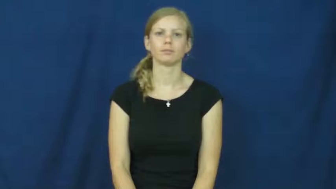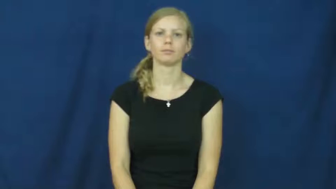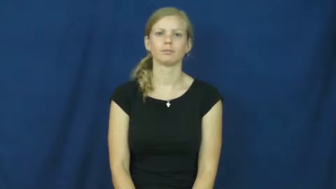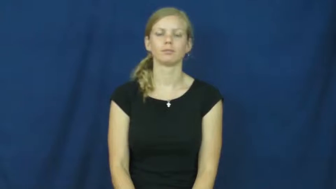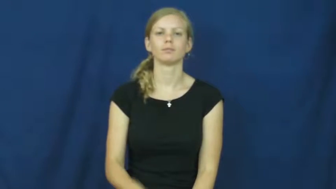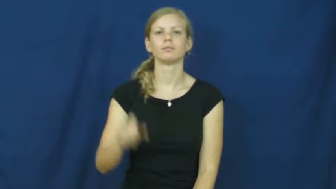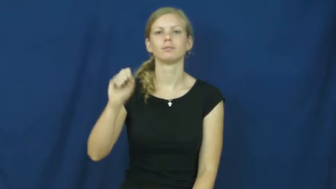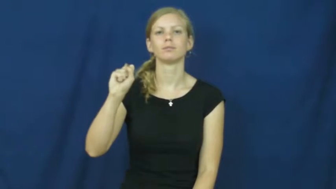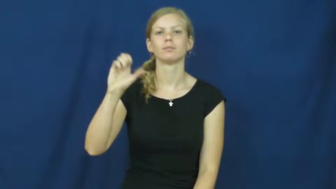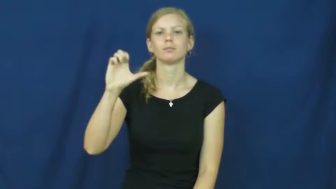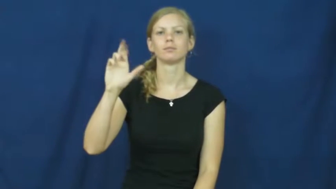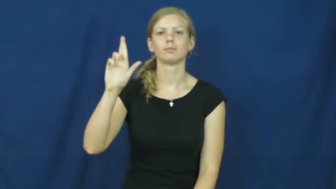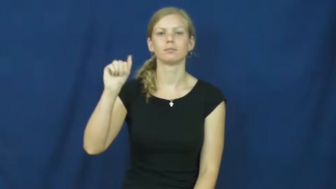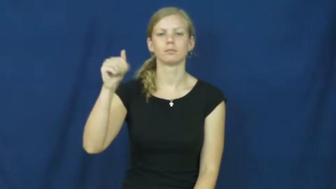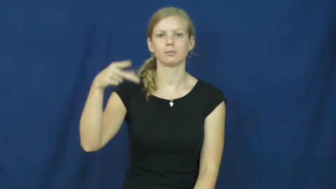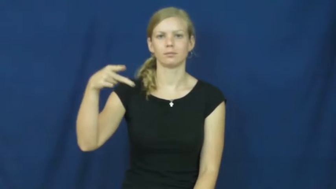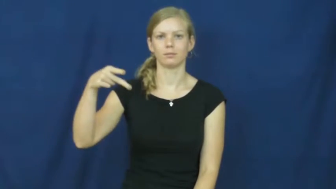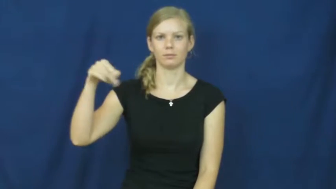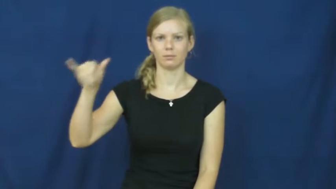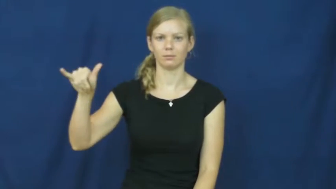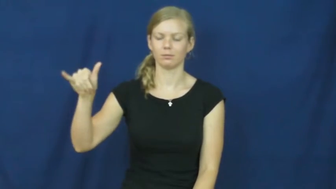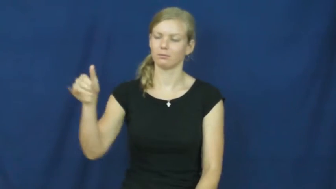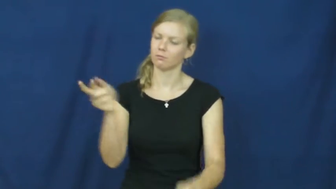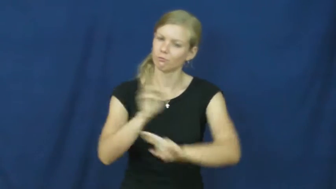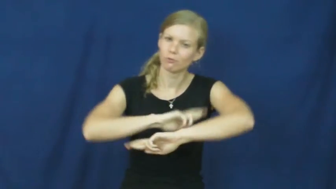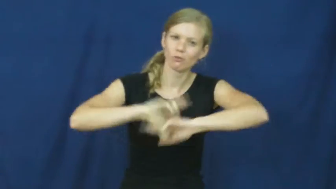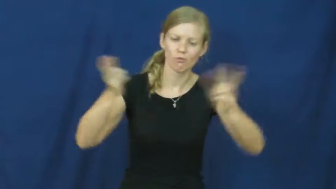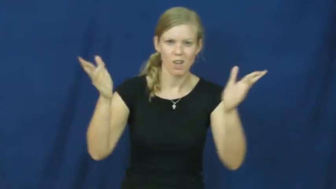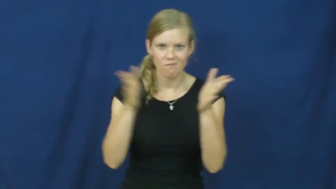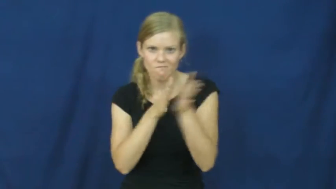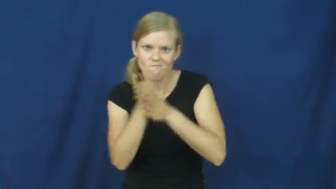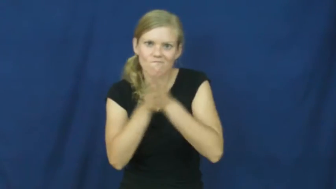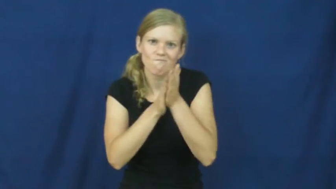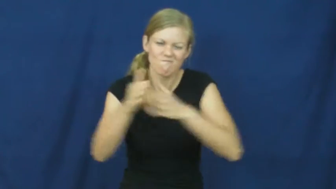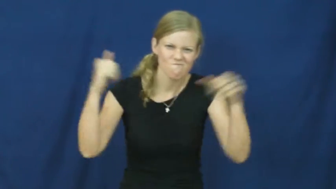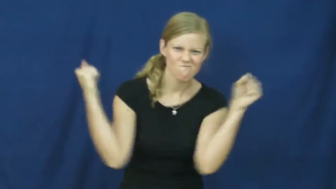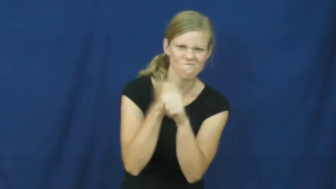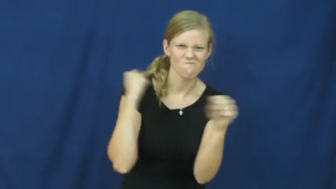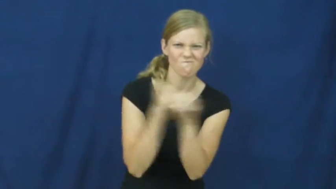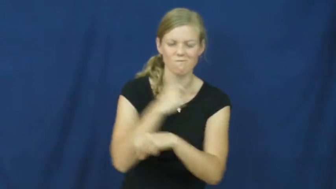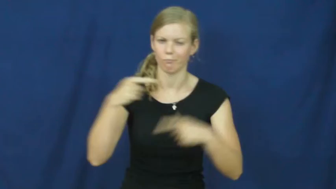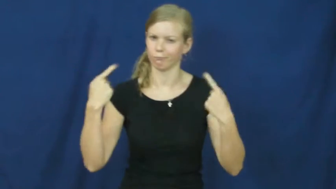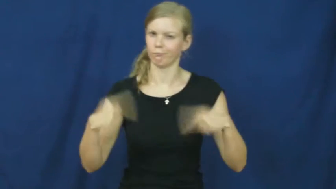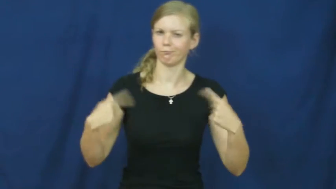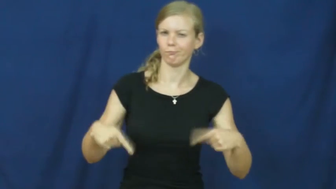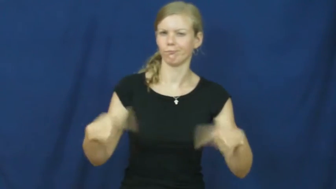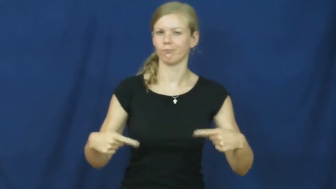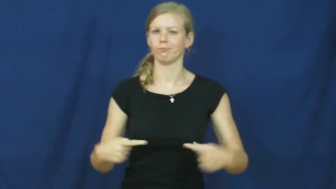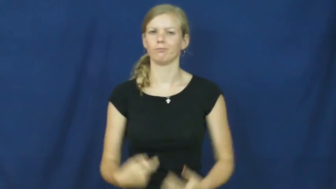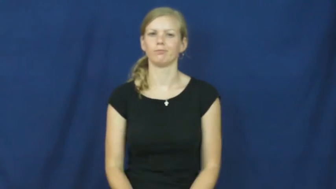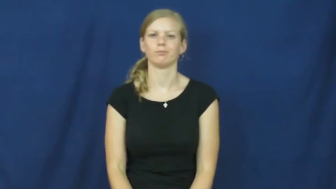scrappy